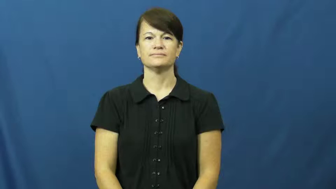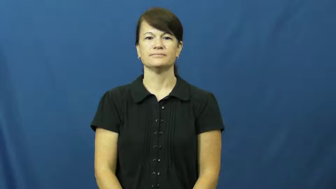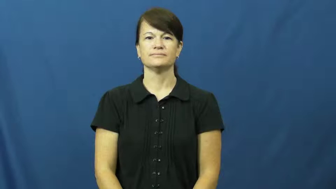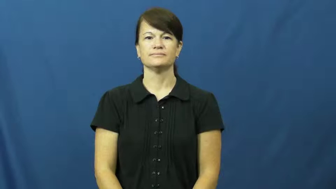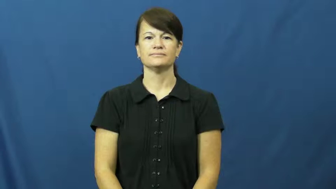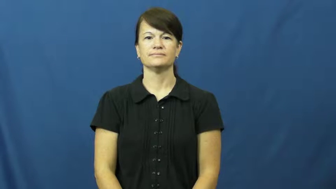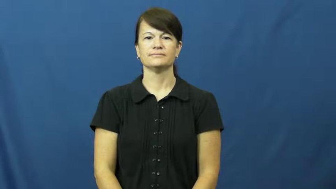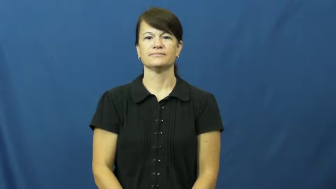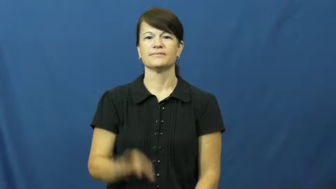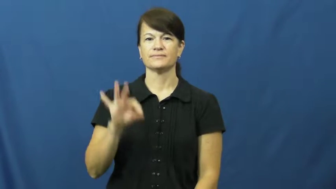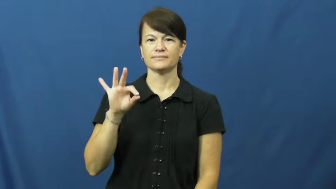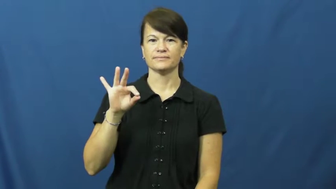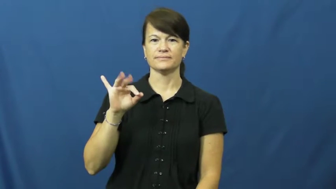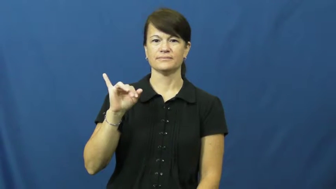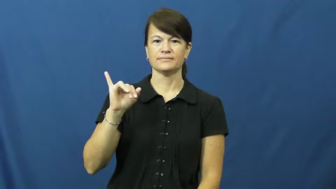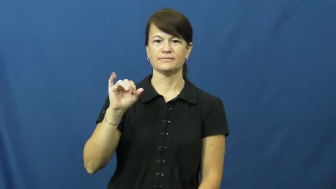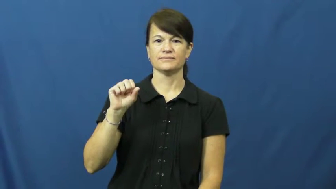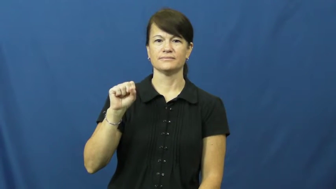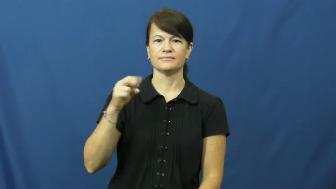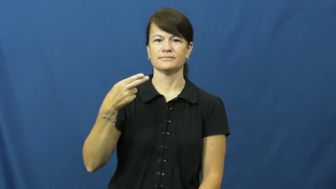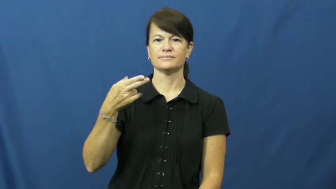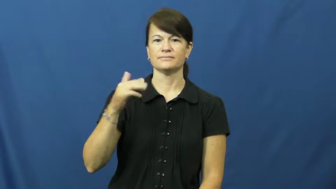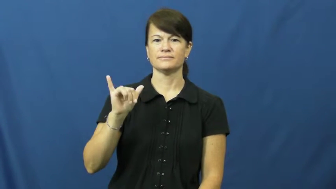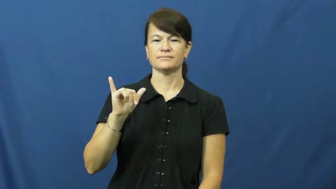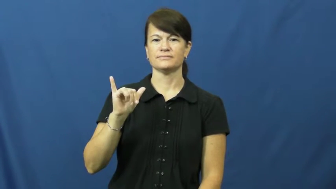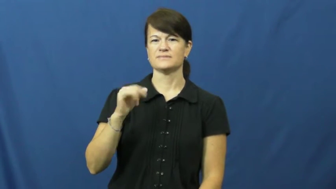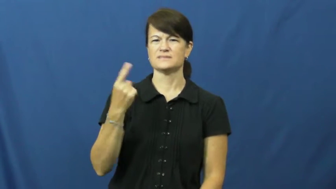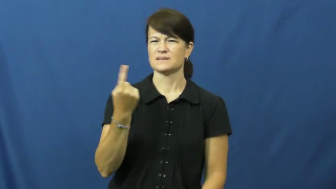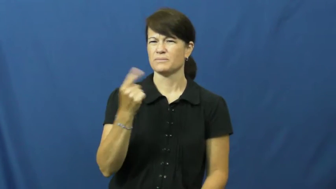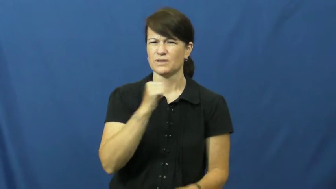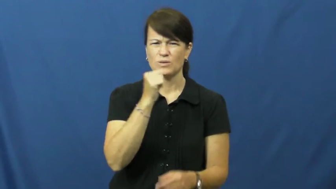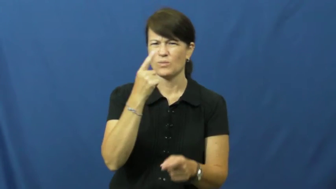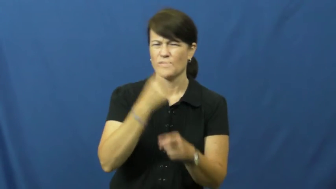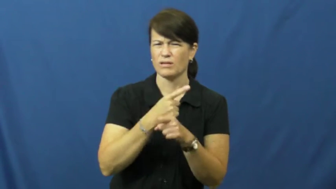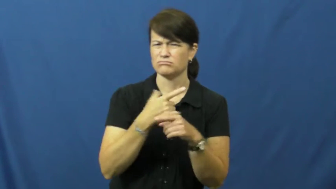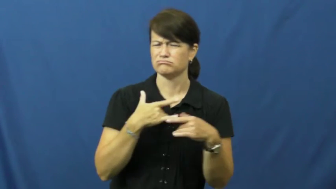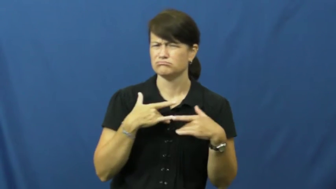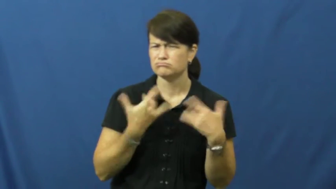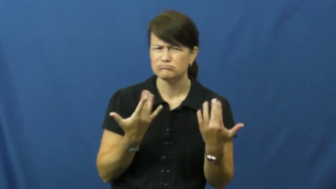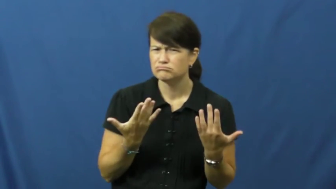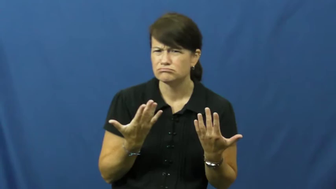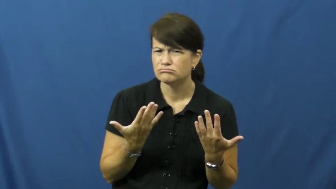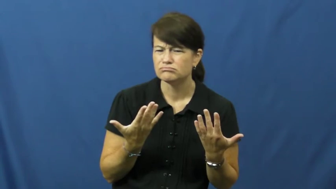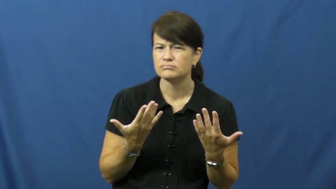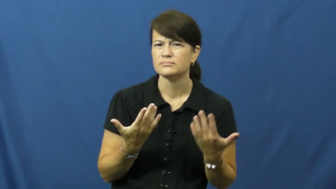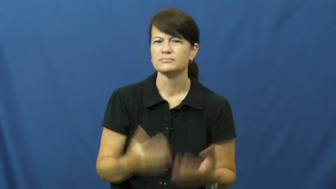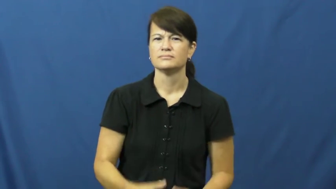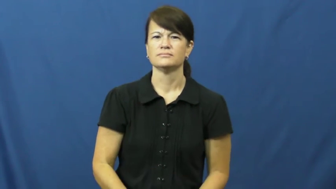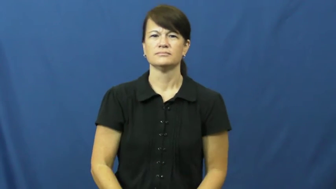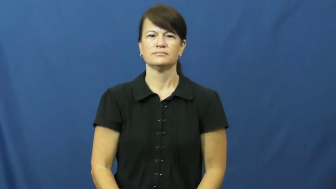fishy-strange